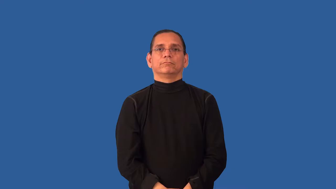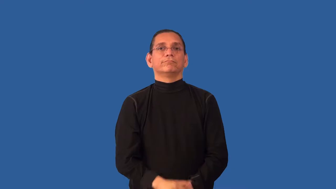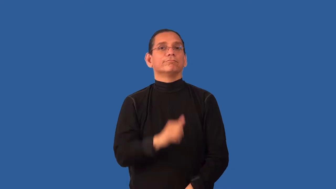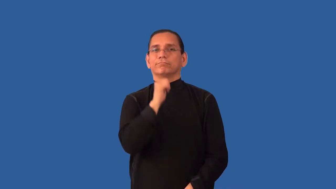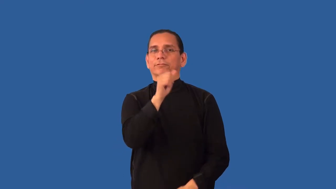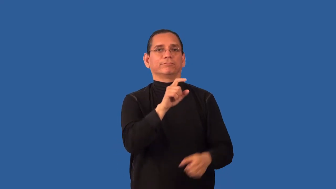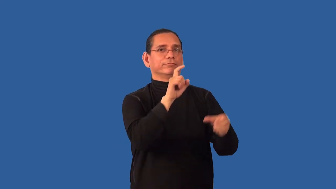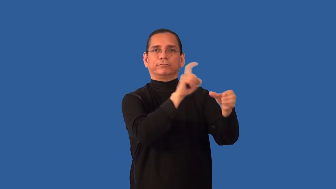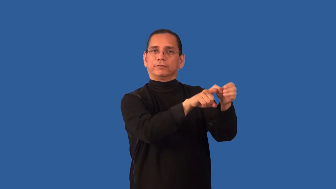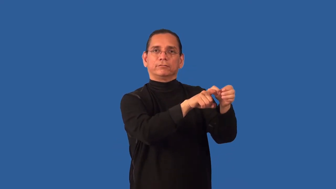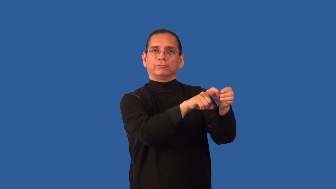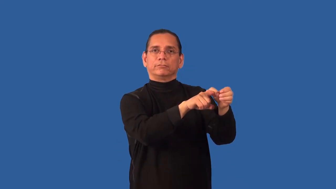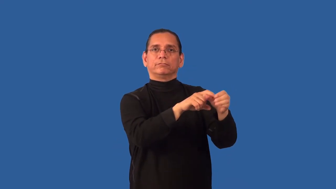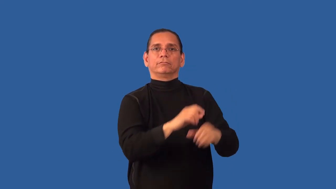unaffiliated